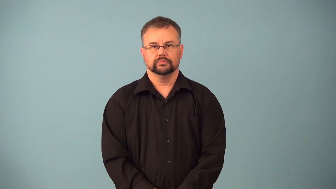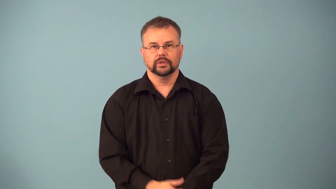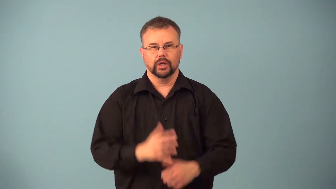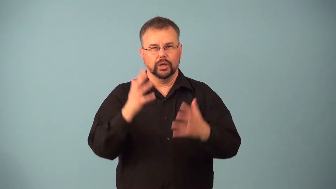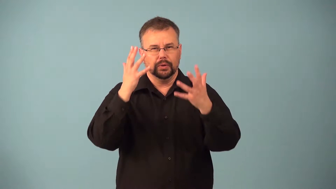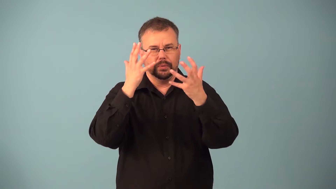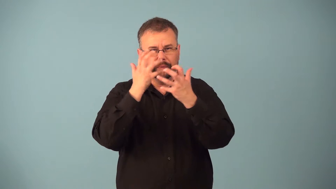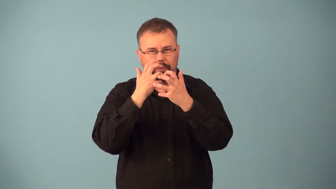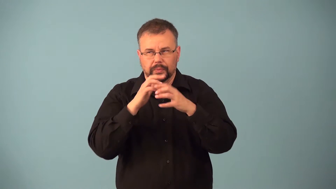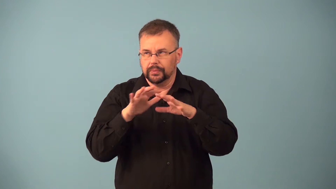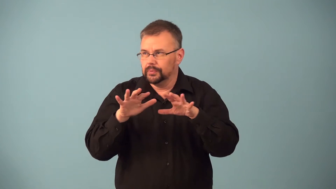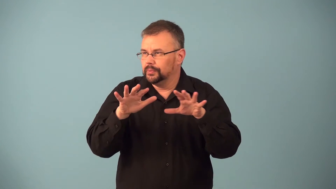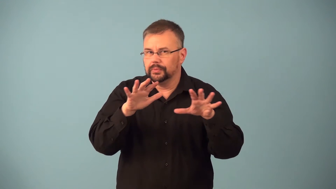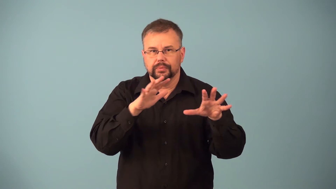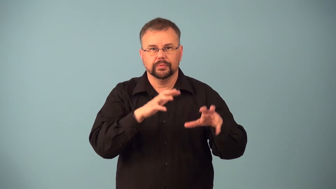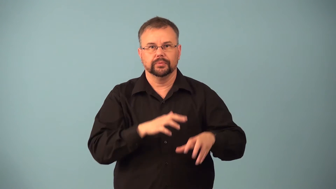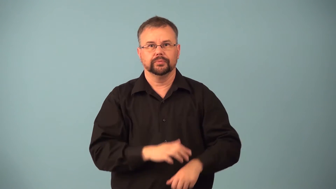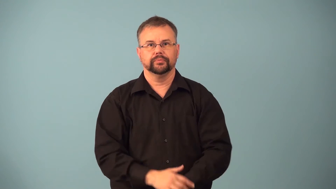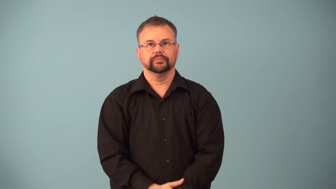gloomy-day